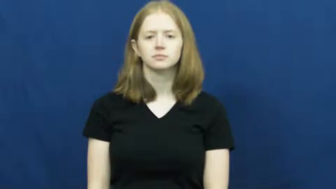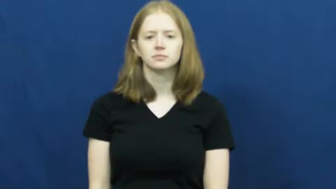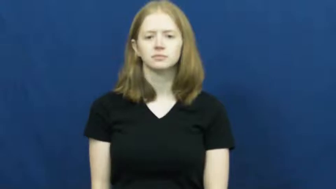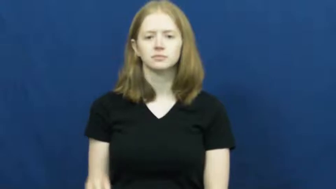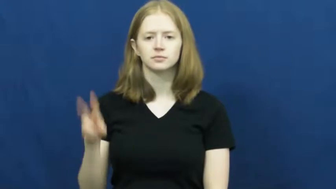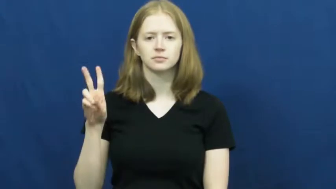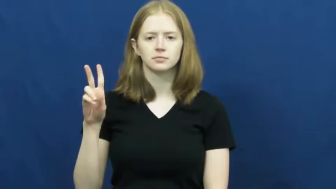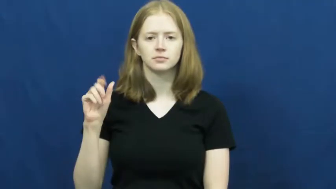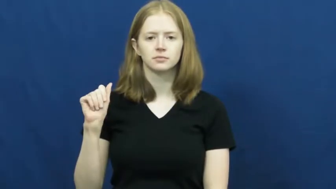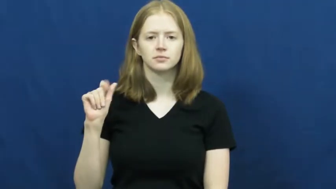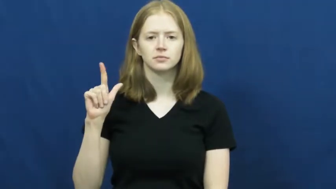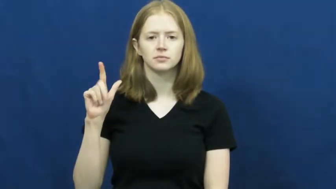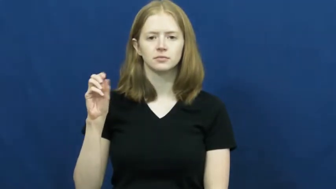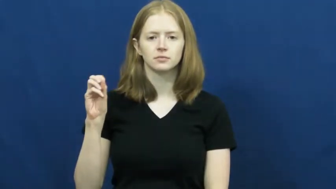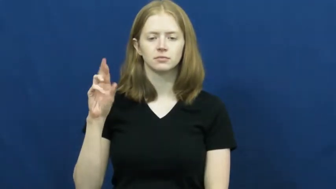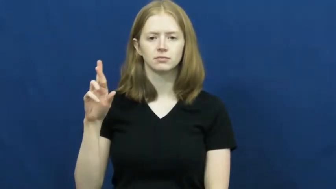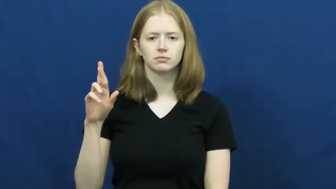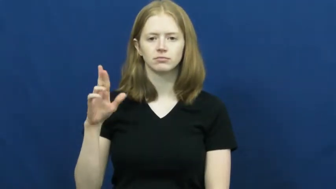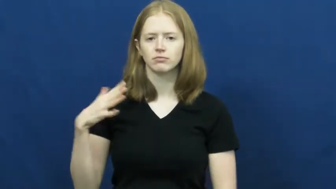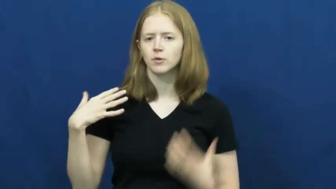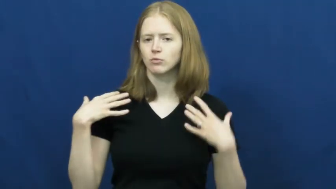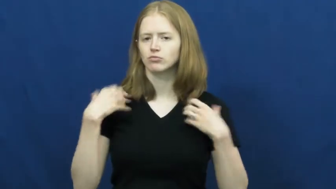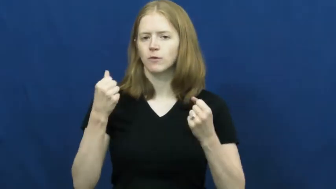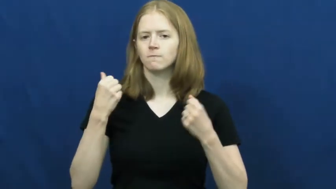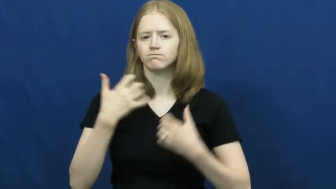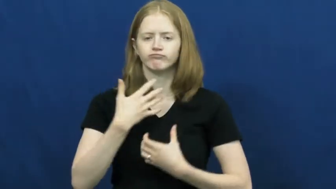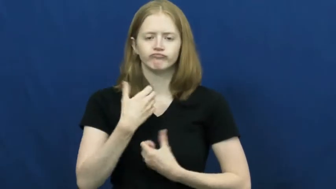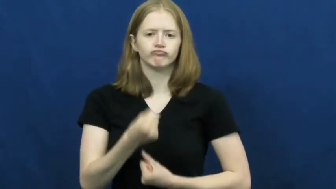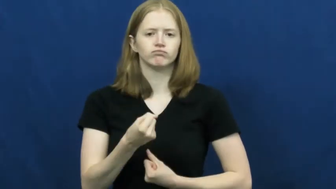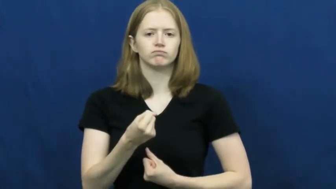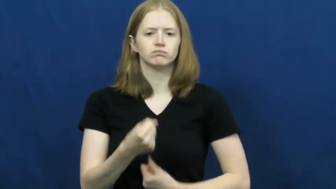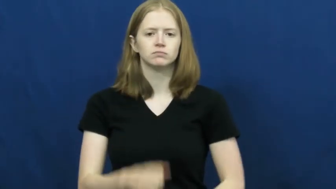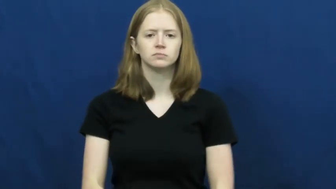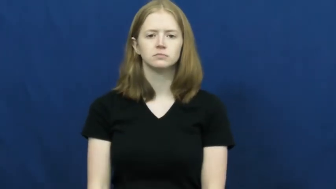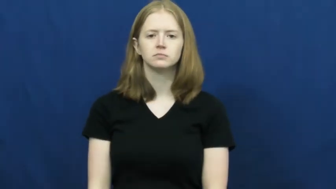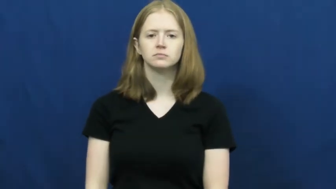valor